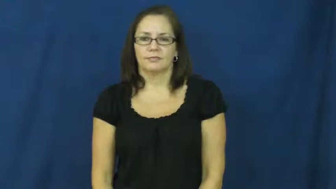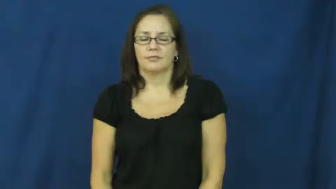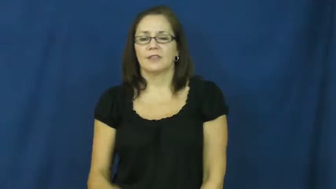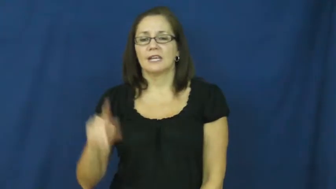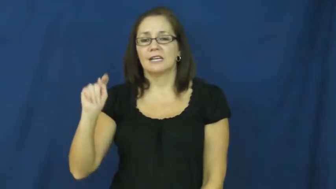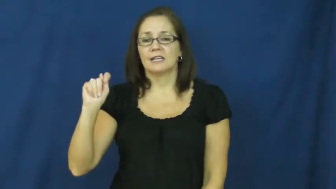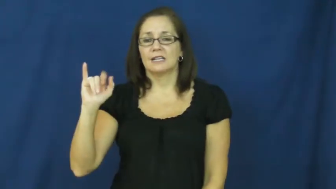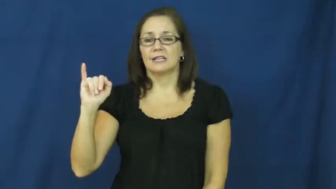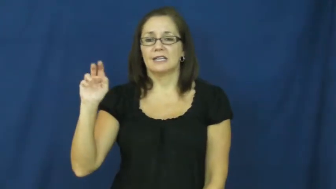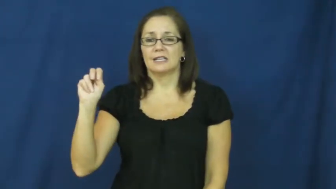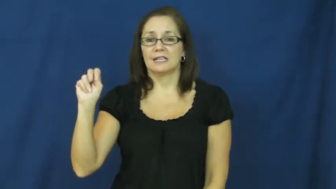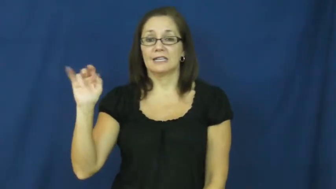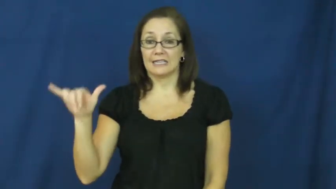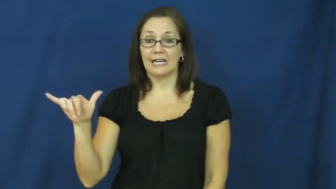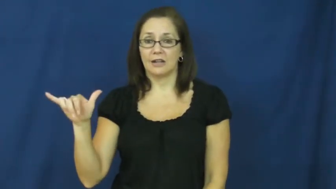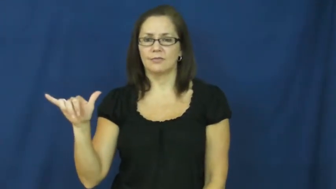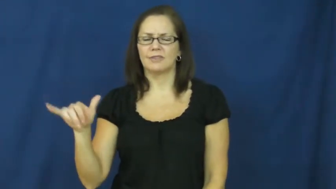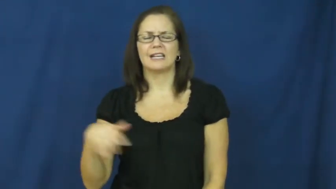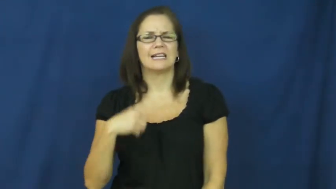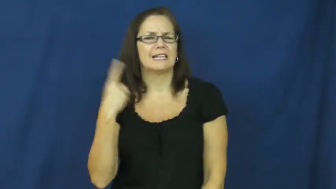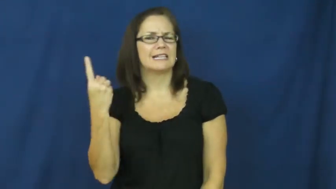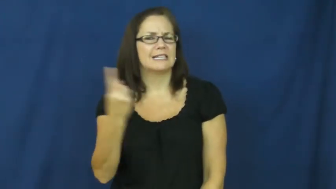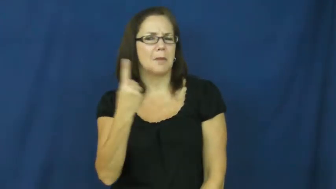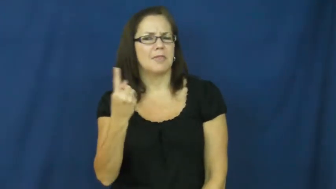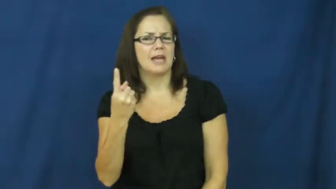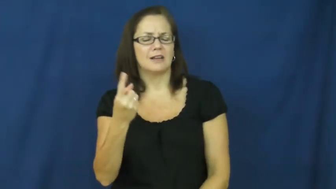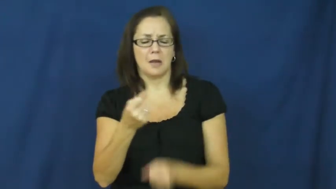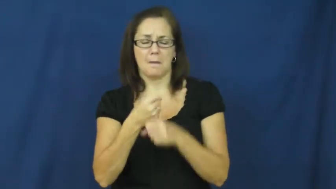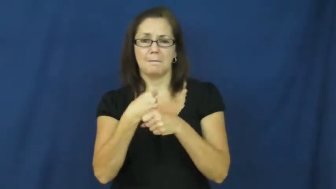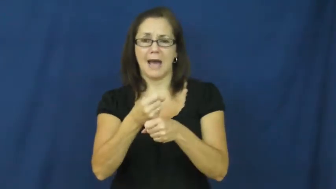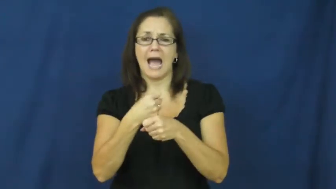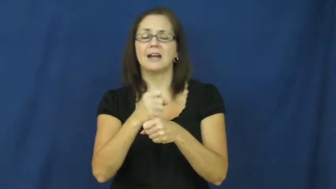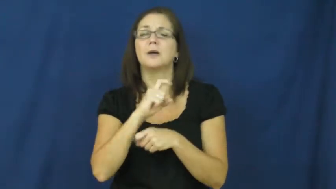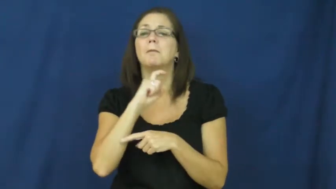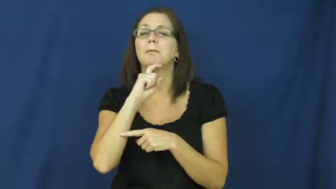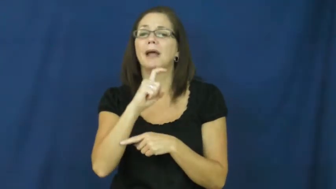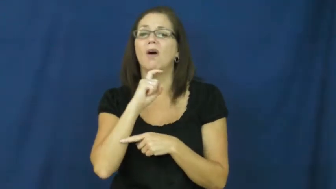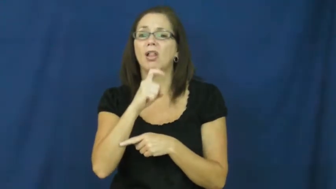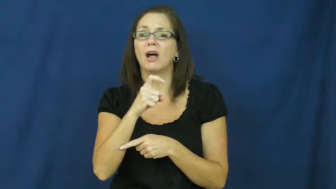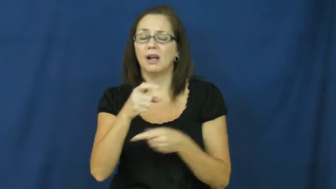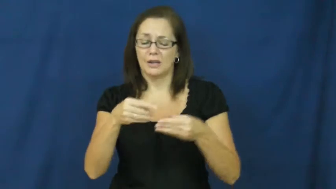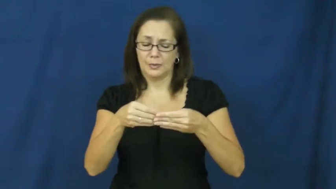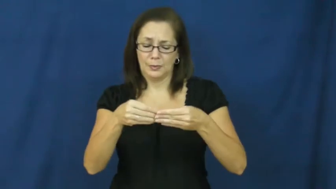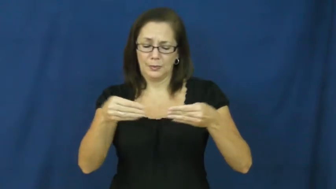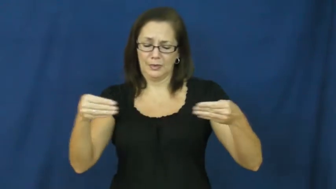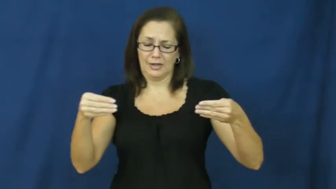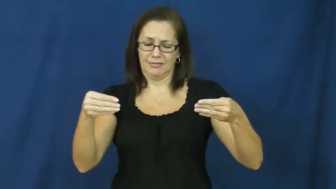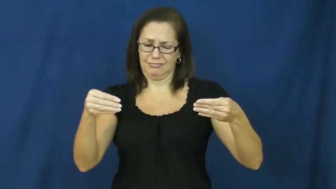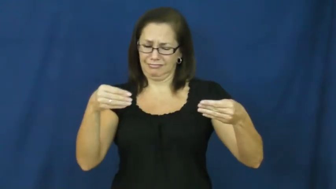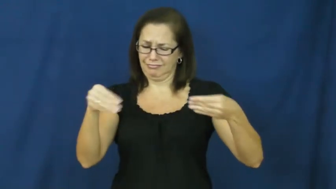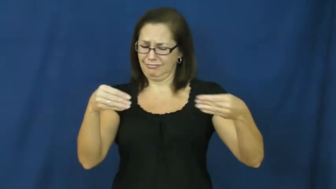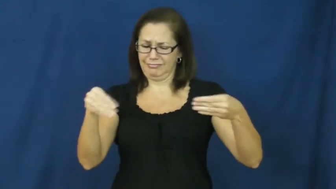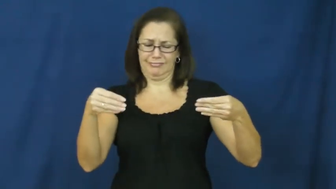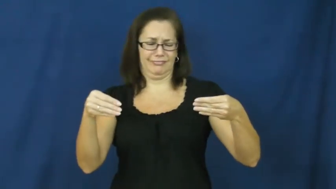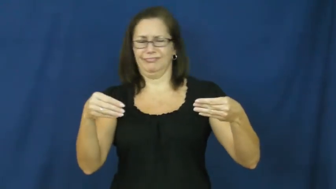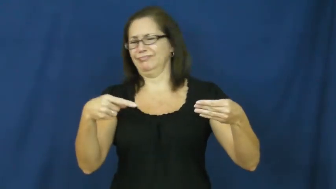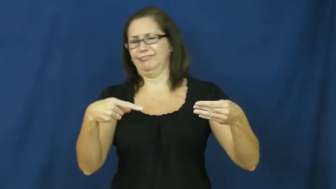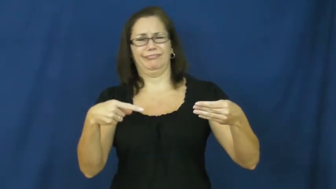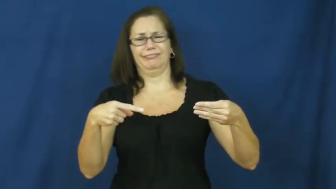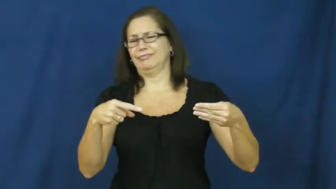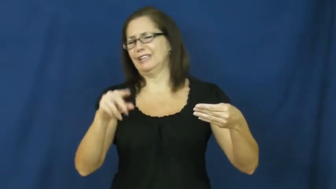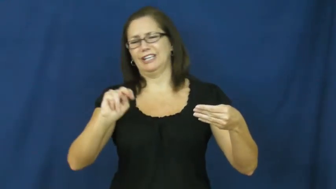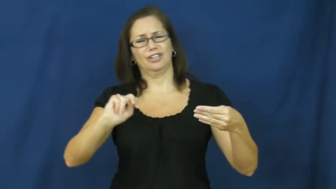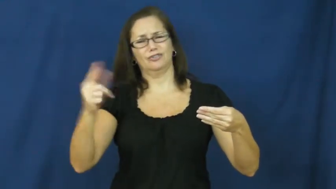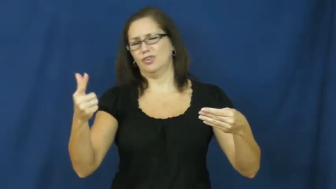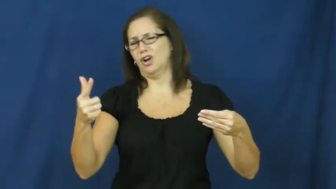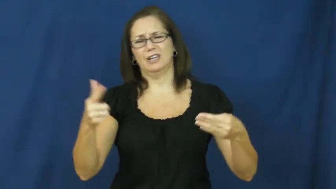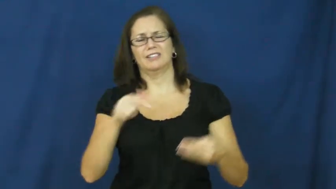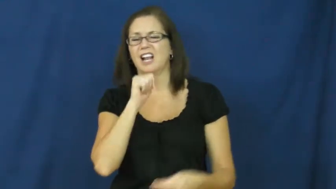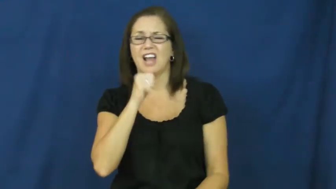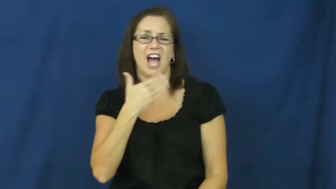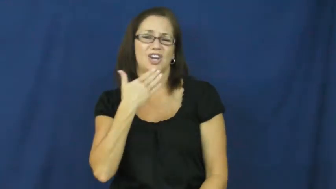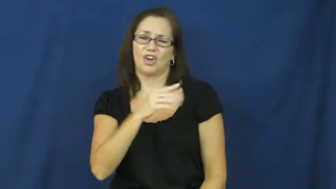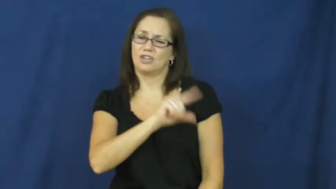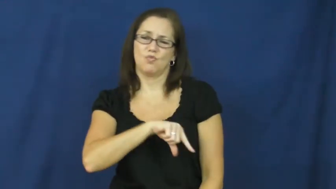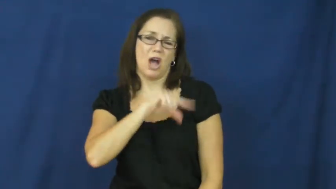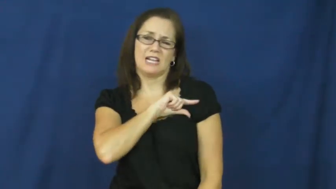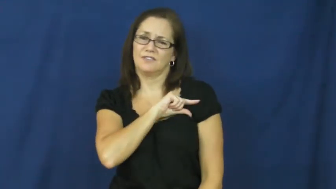tinny-poor quality